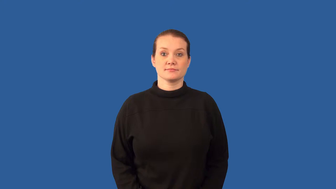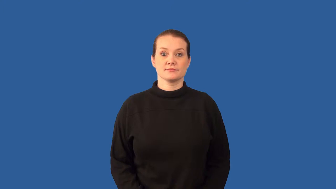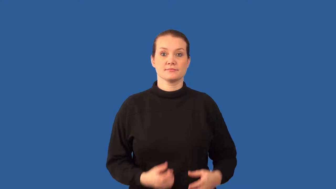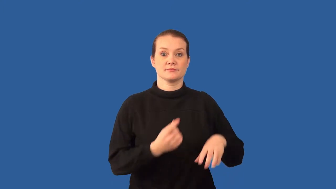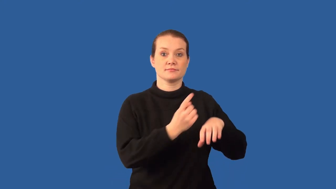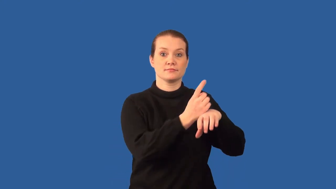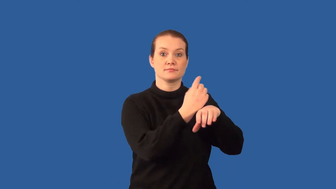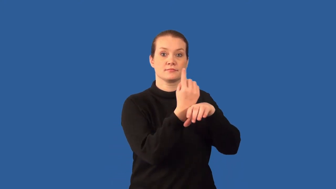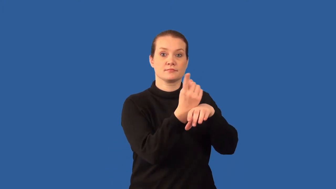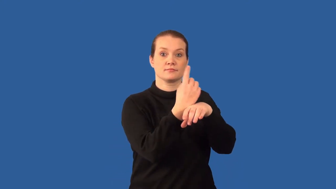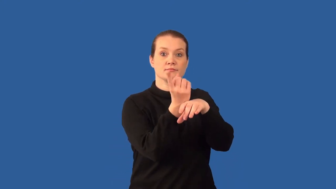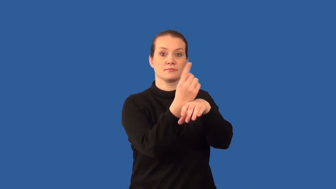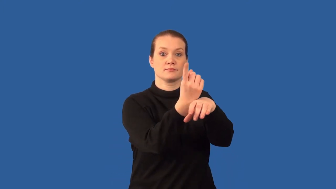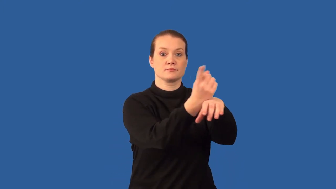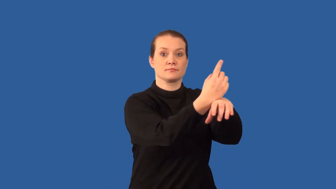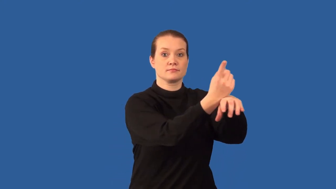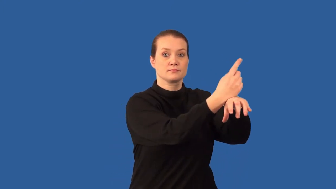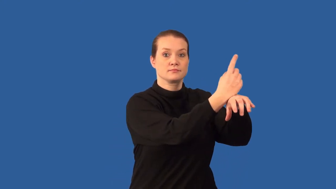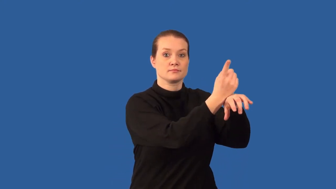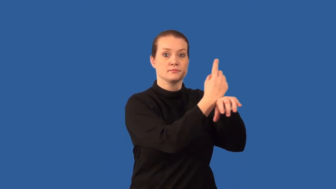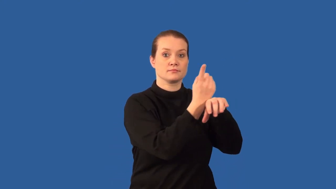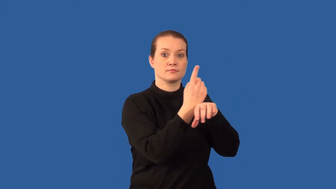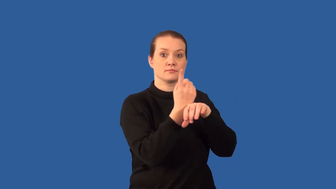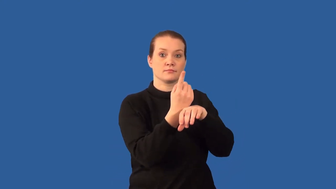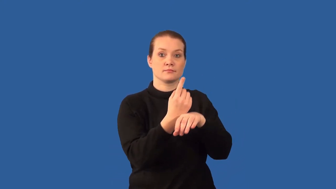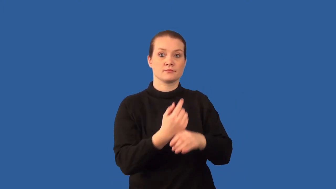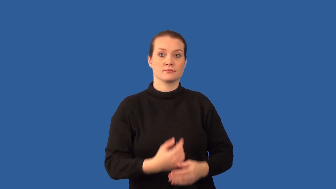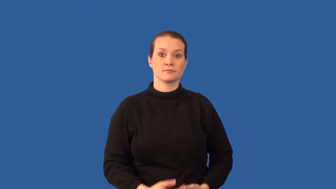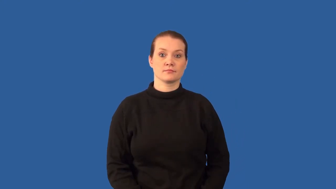precession